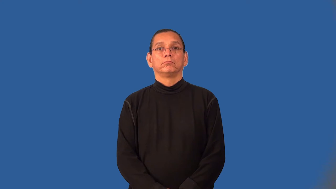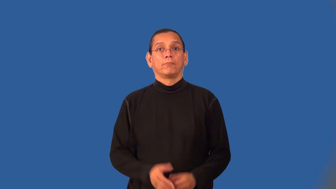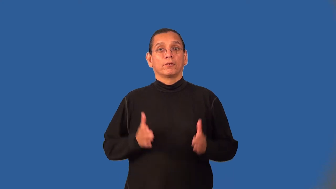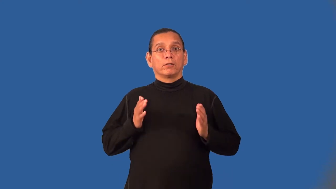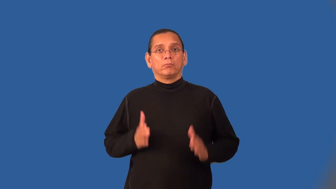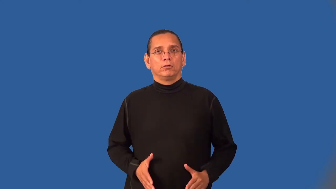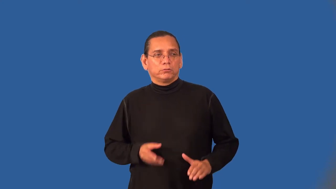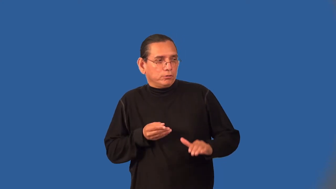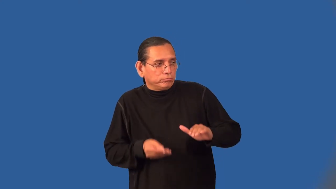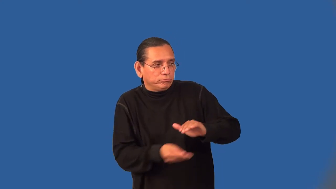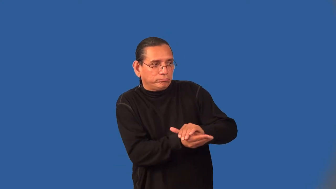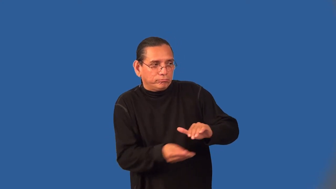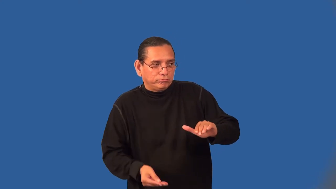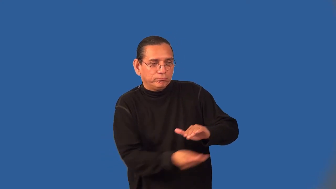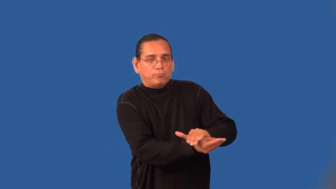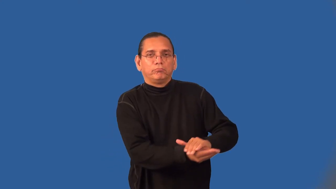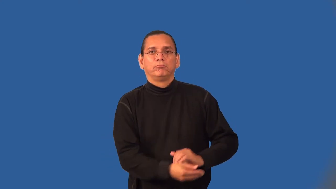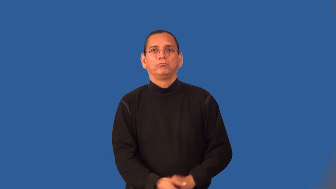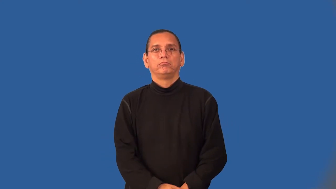briber